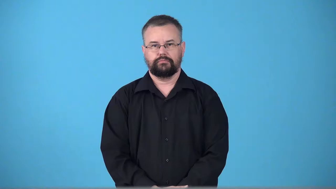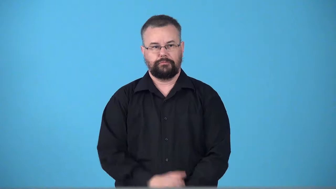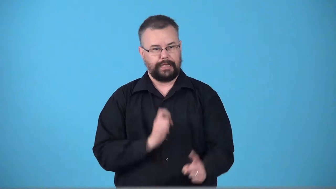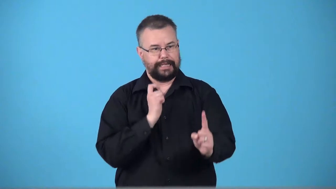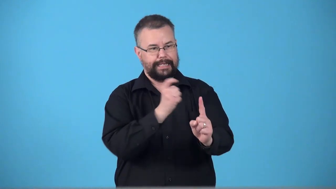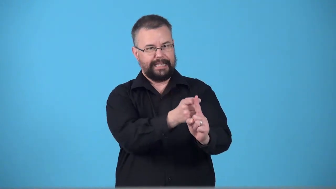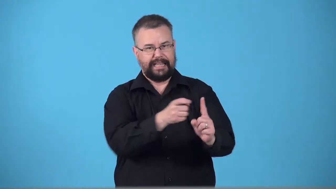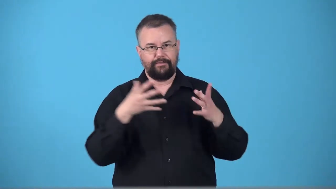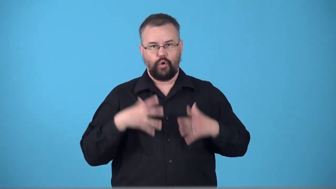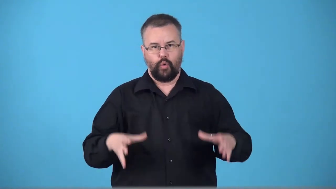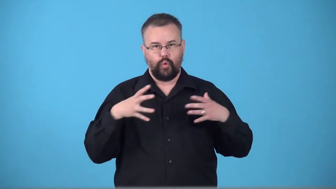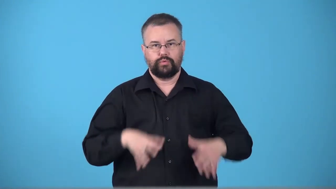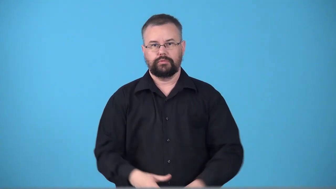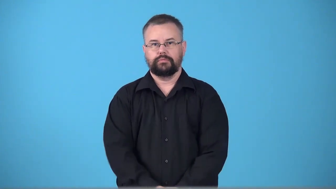tog-give clothes